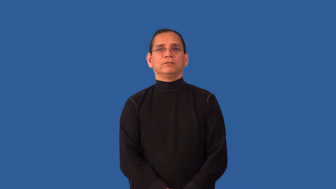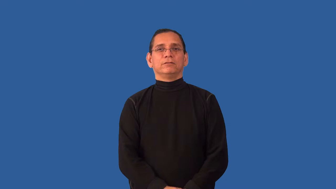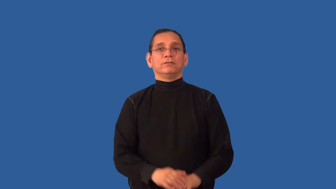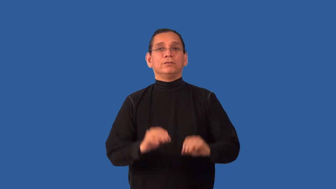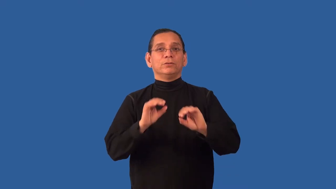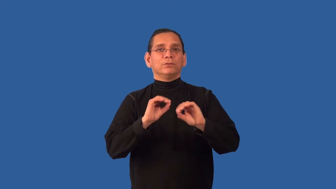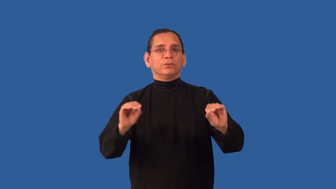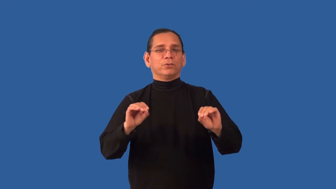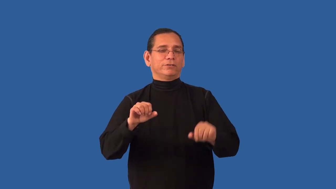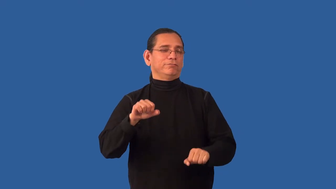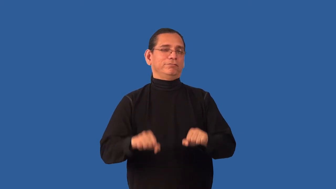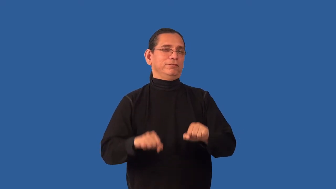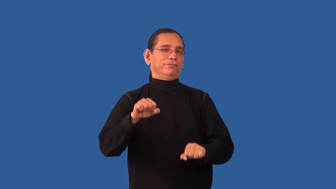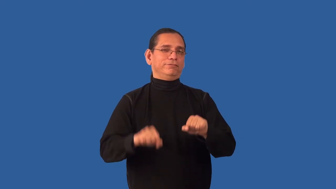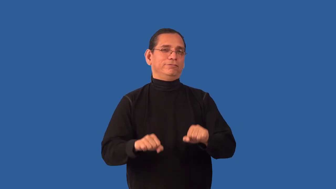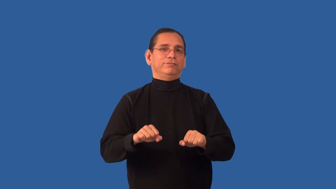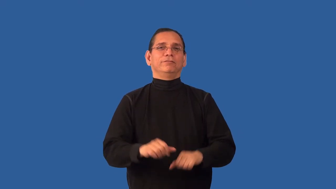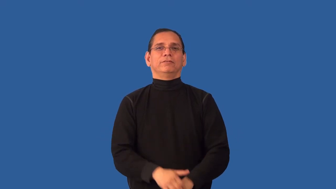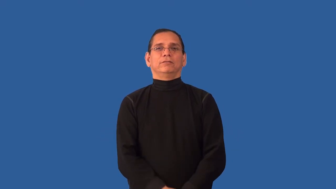undoubtedly